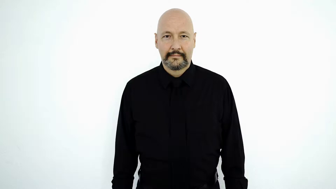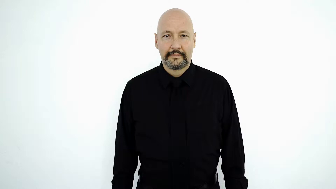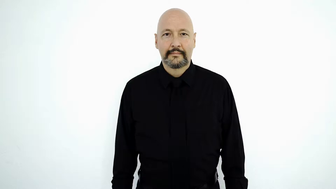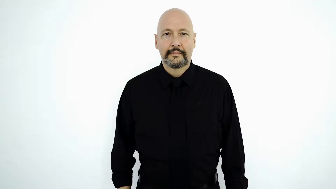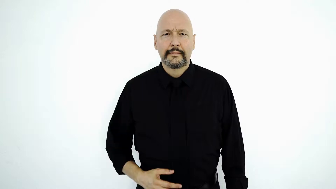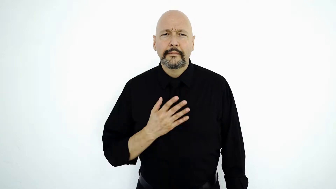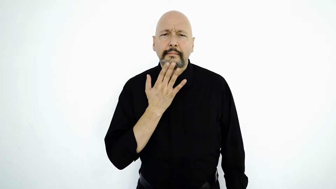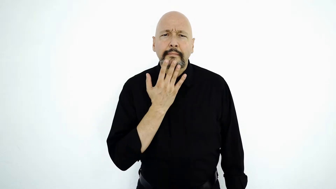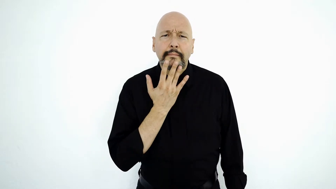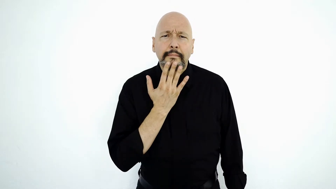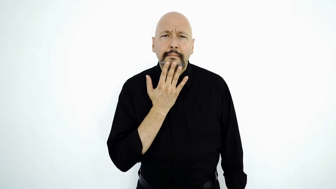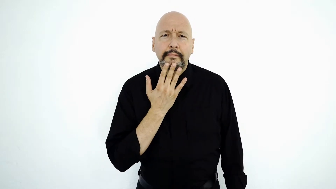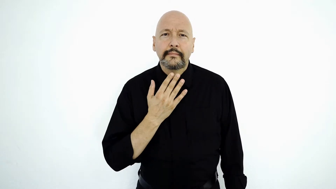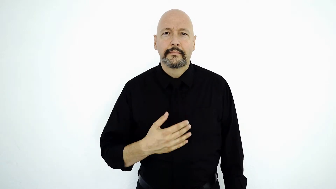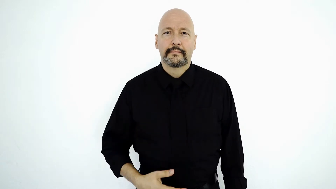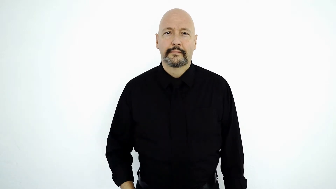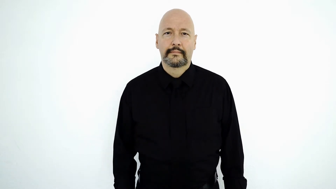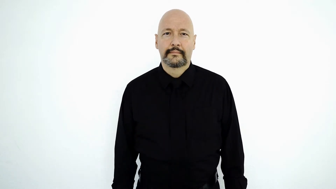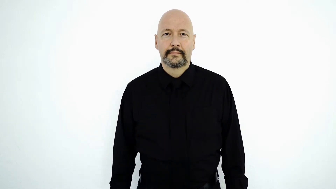COLOR-[wh-q]